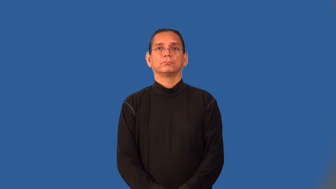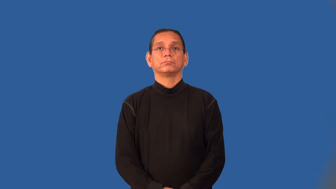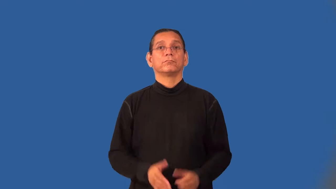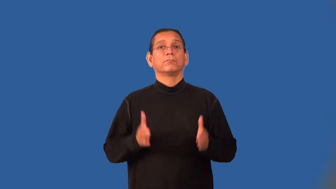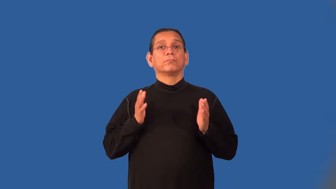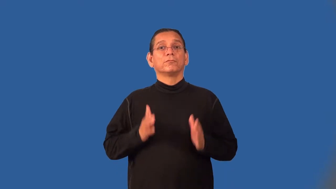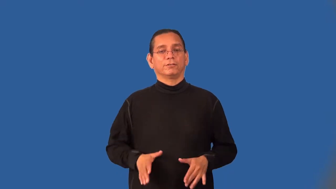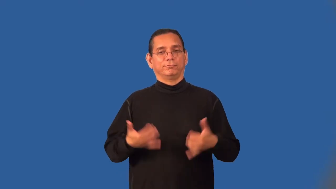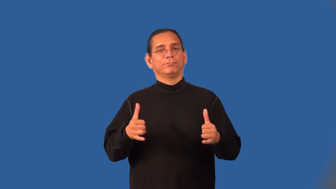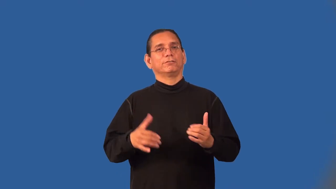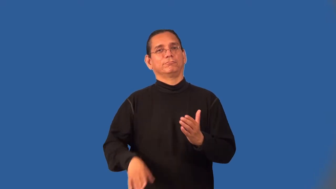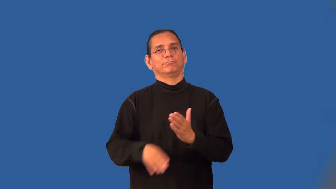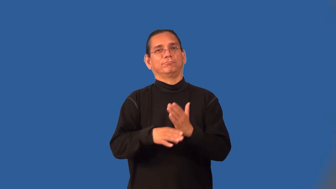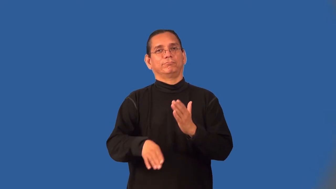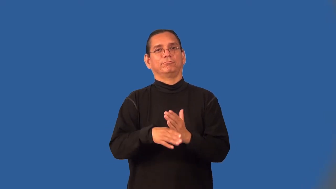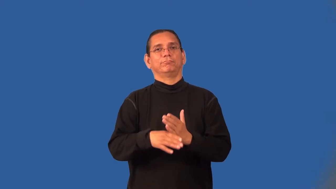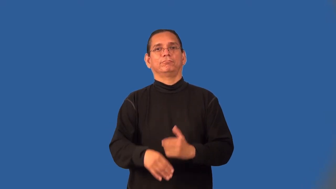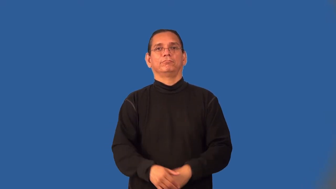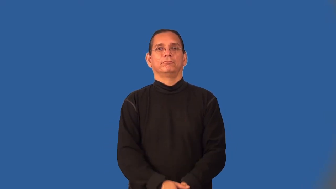footballer-soccer